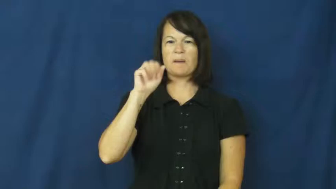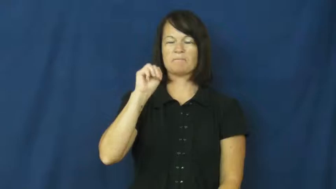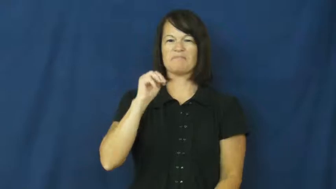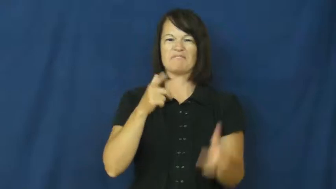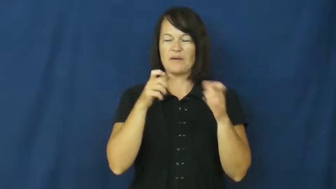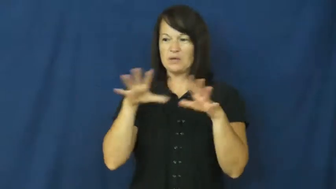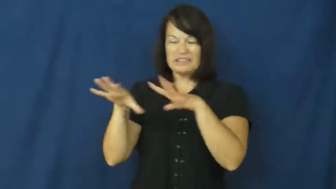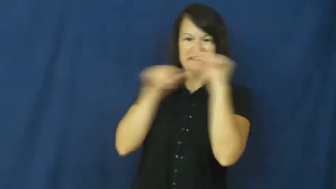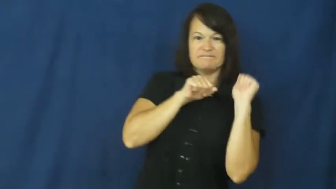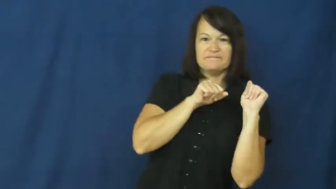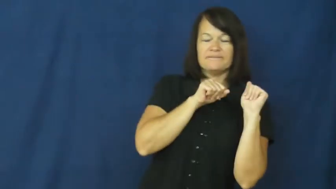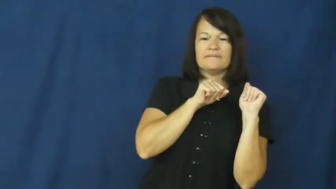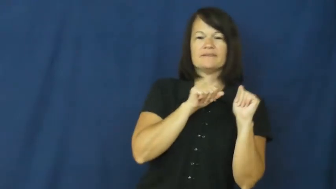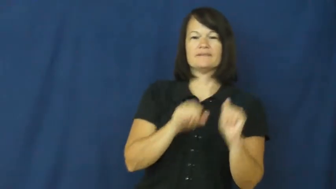race off